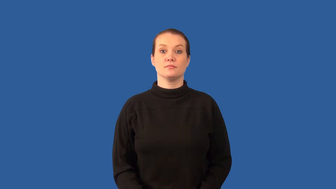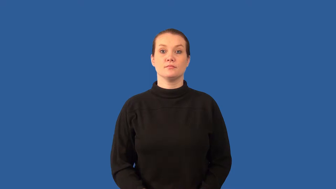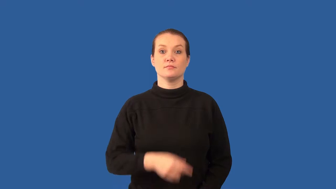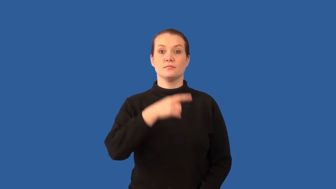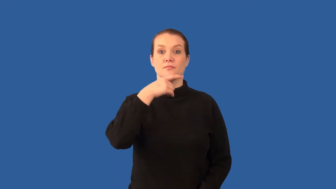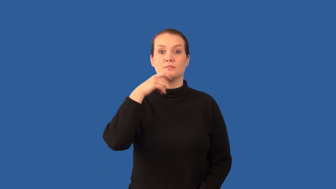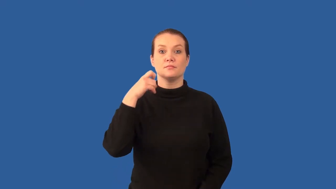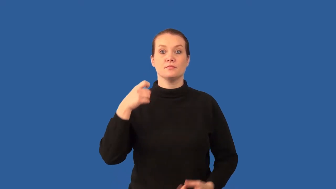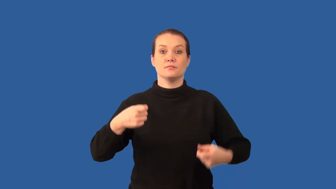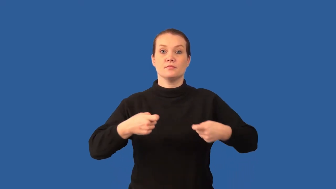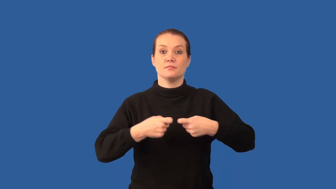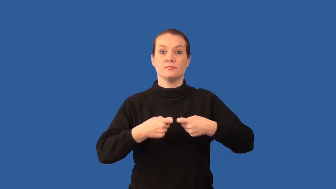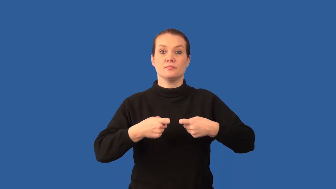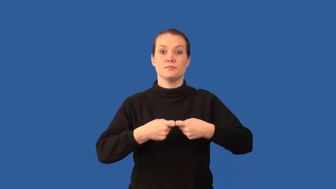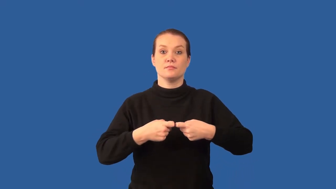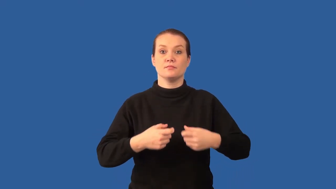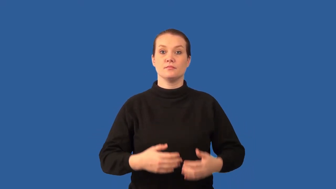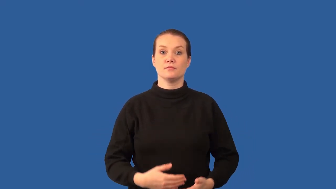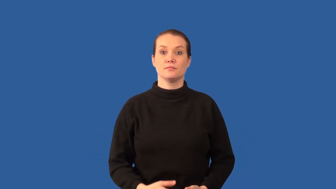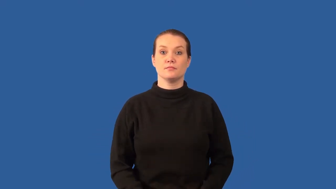dry cell